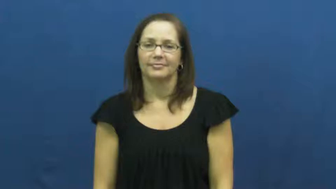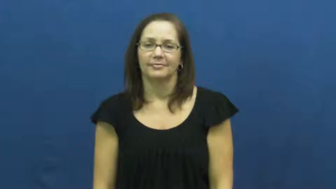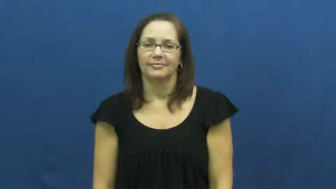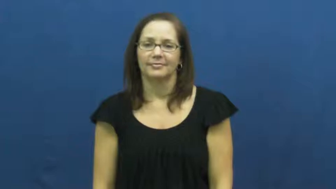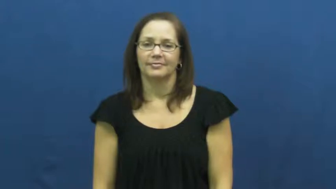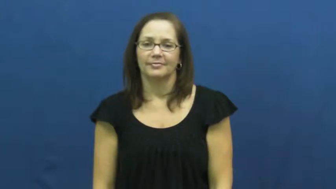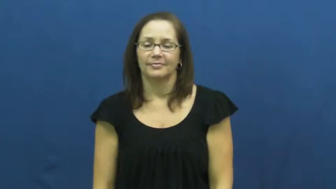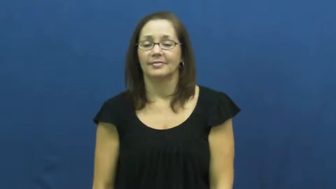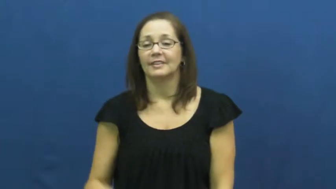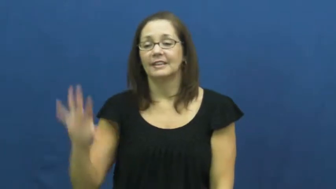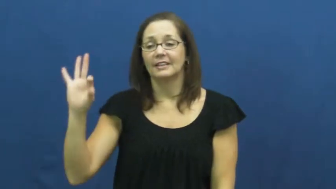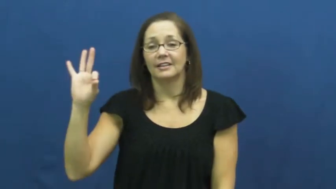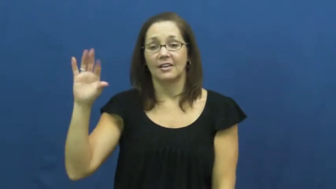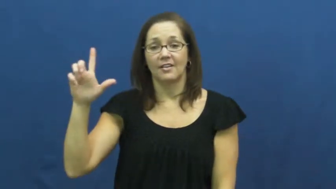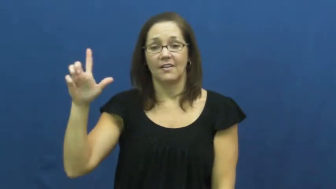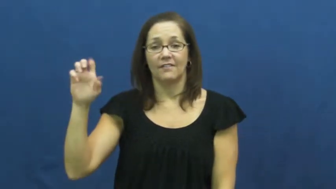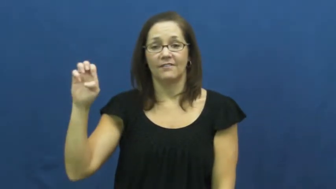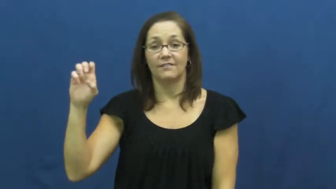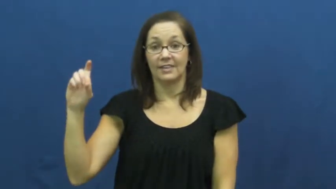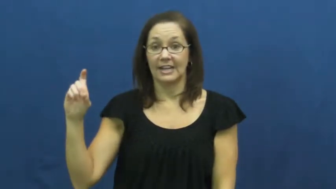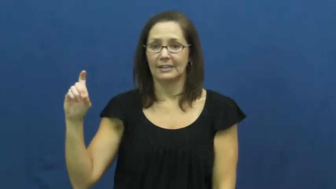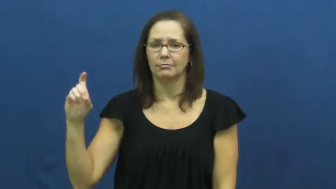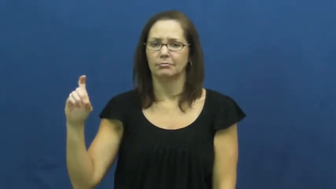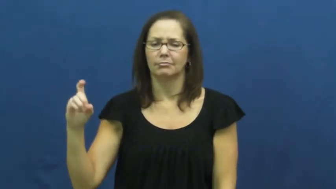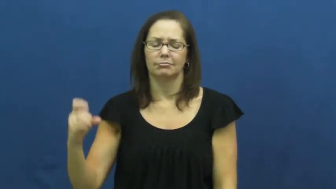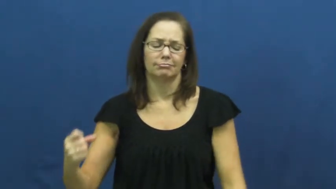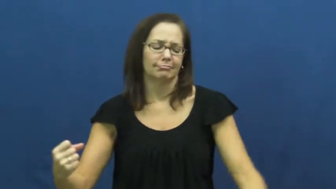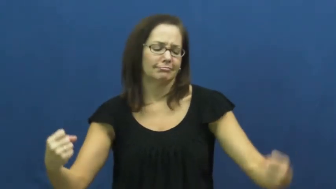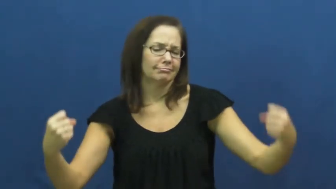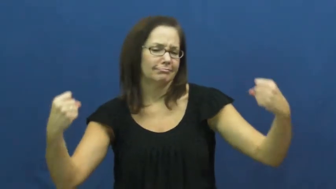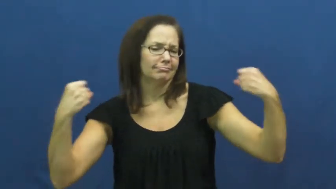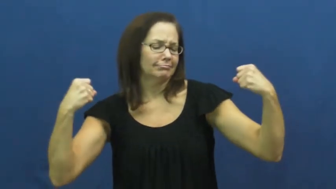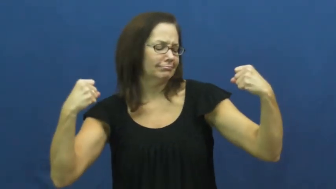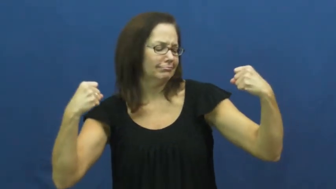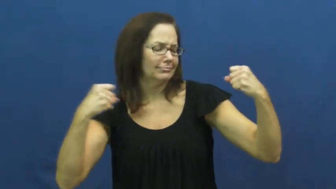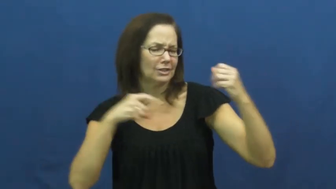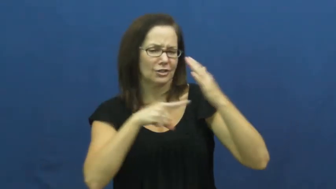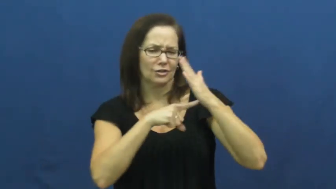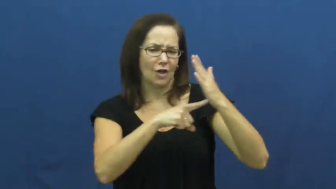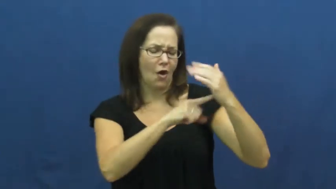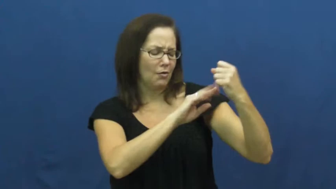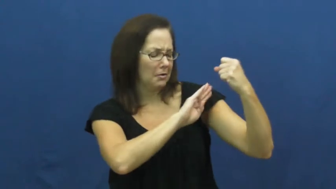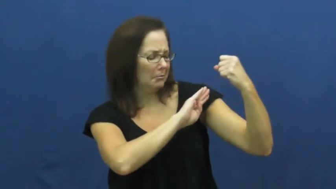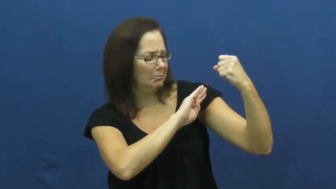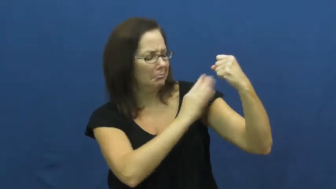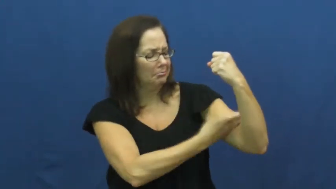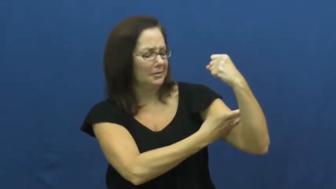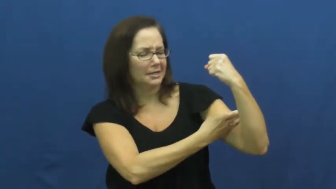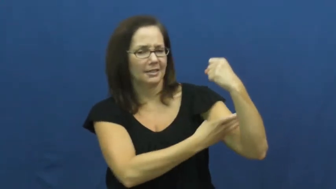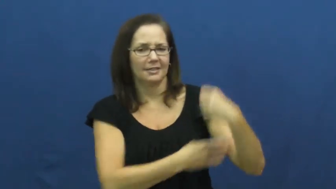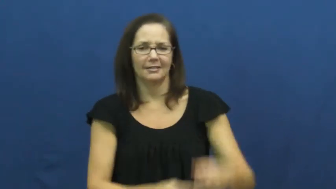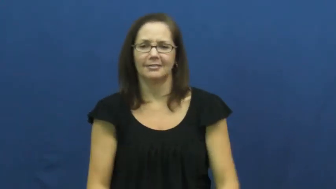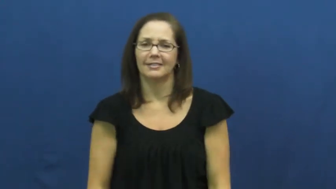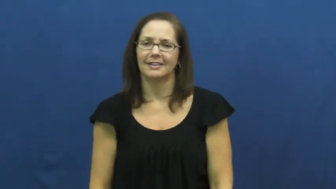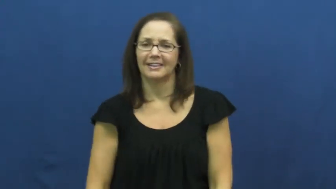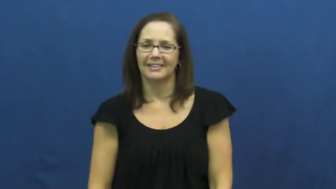flex-muscles